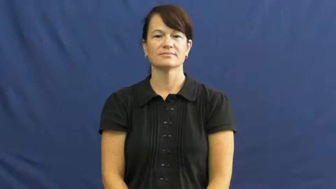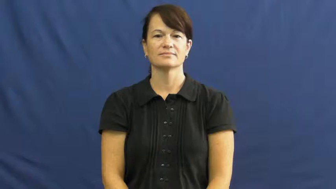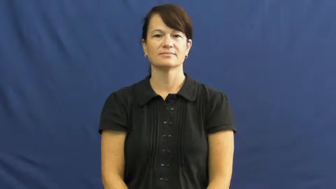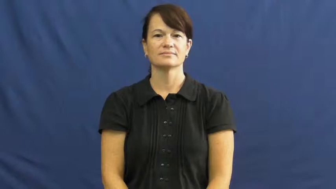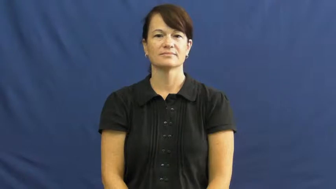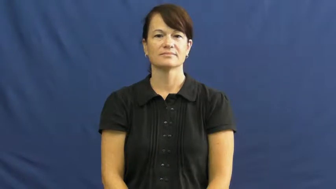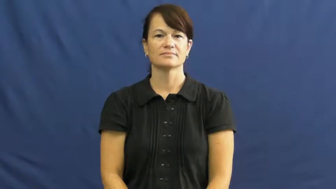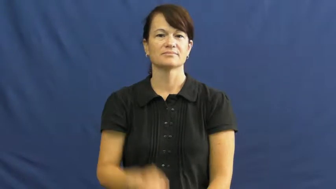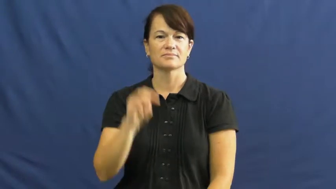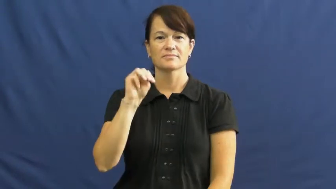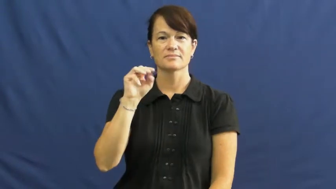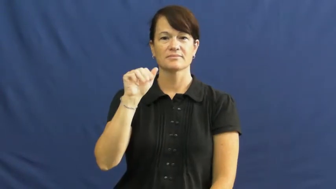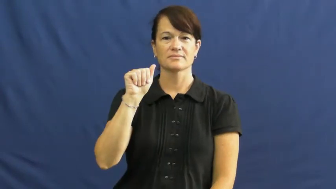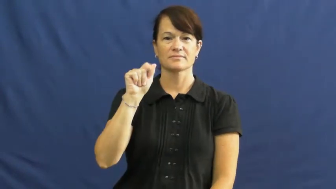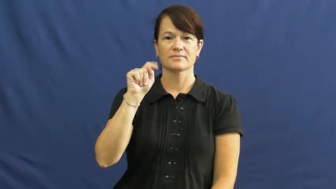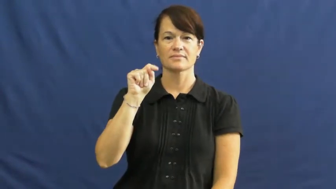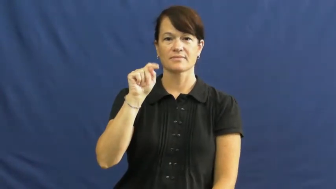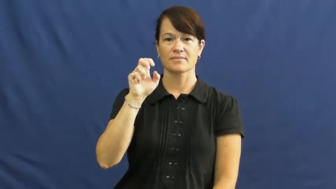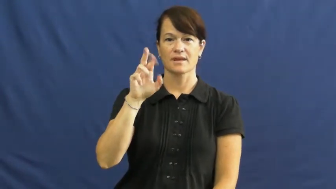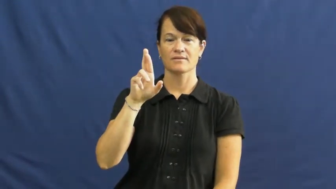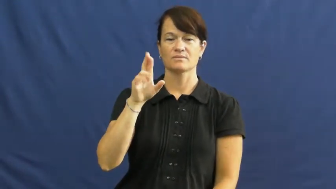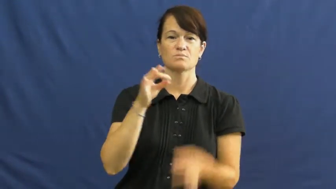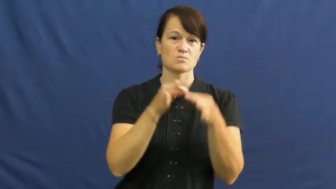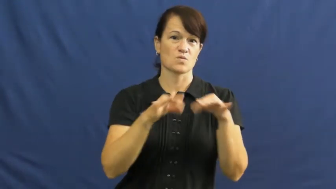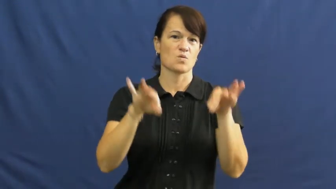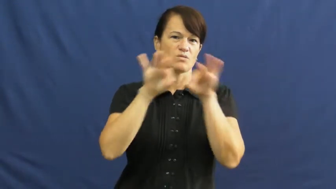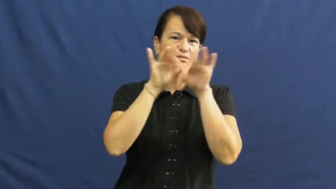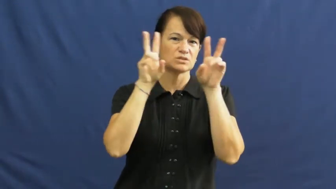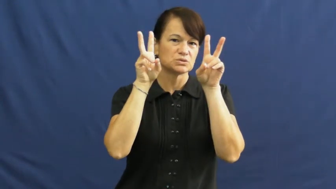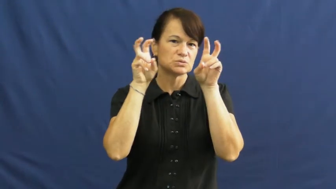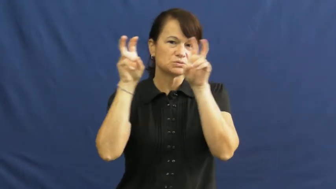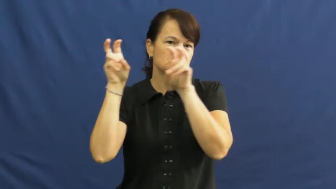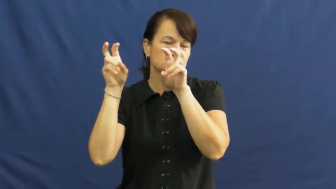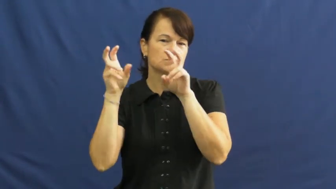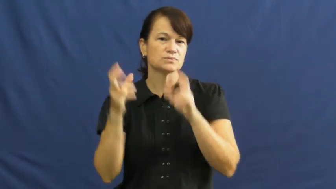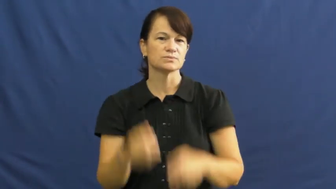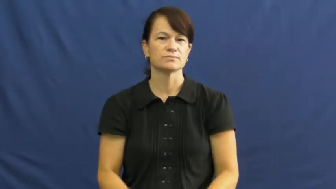matter-issues